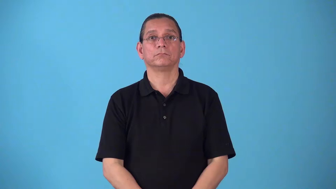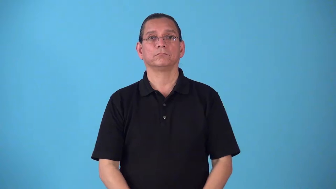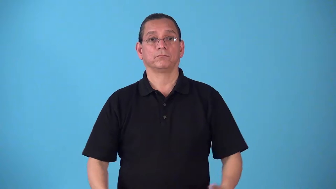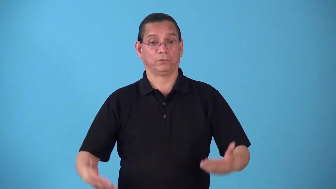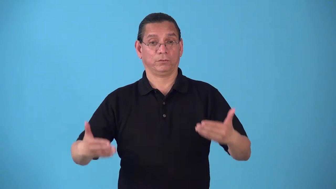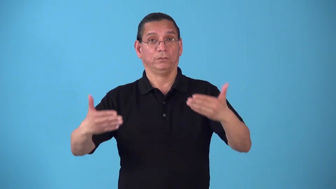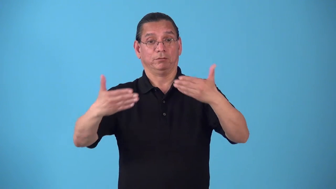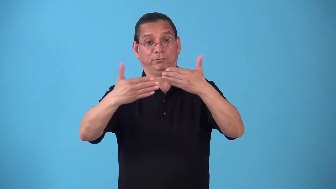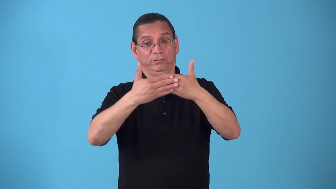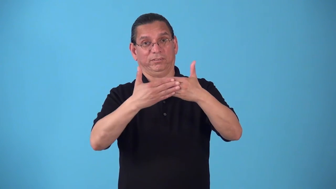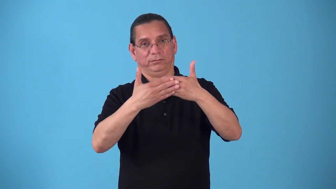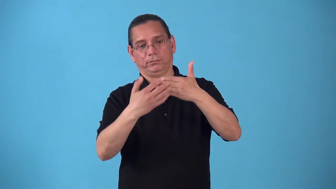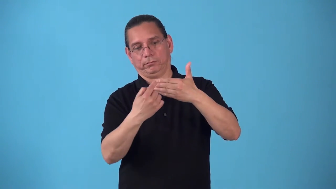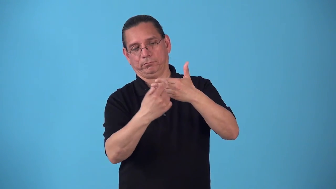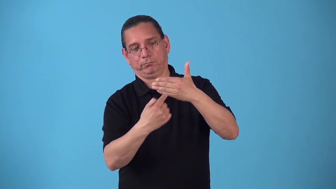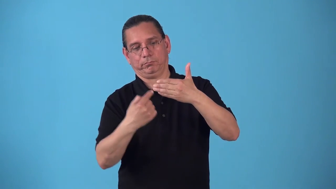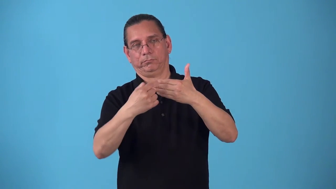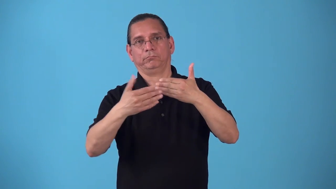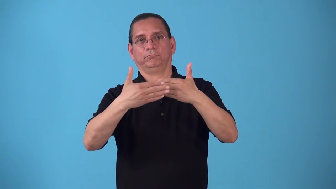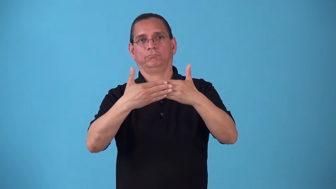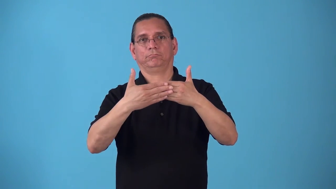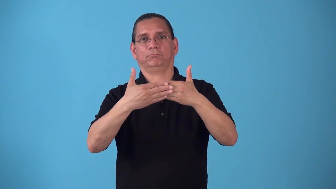sectional-shows cross section